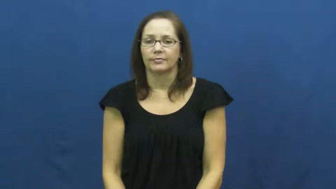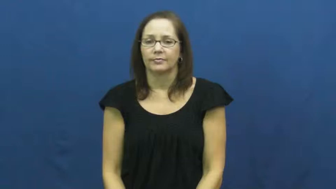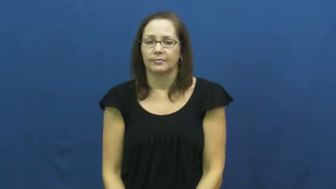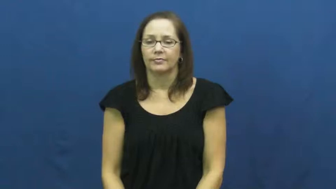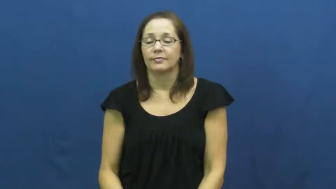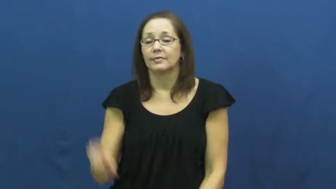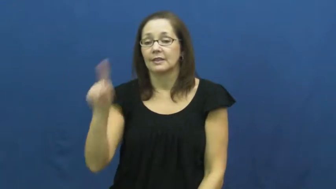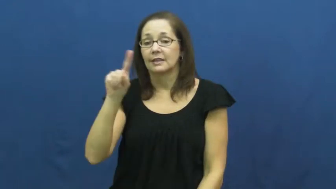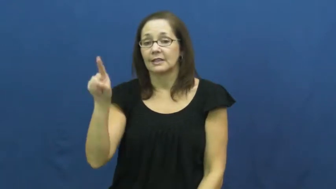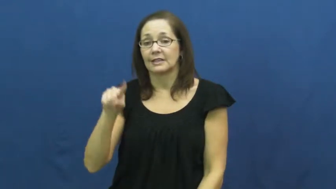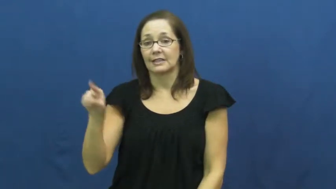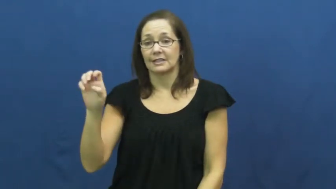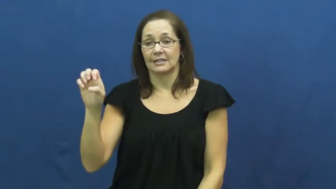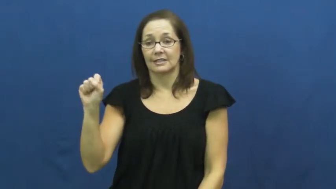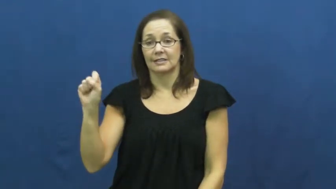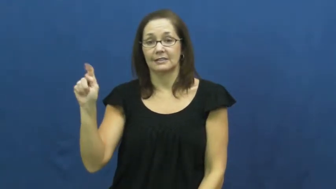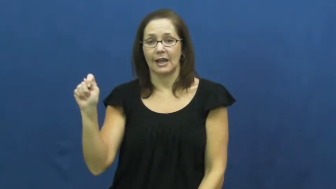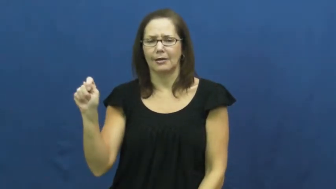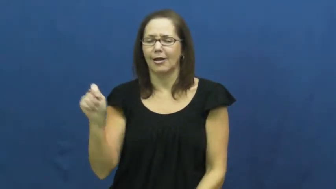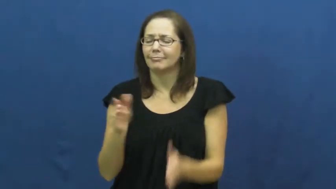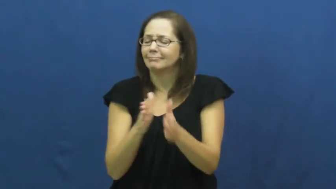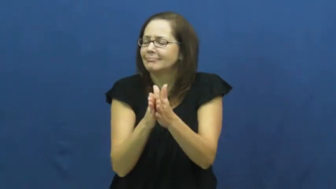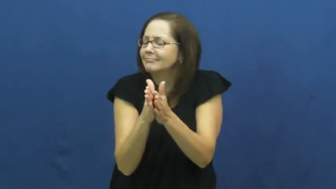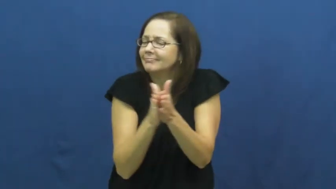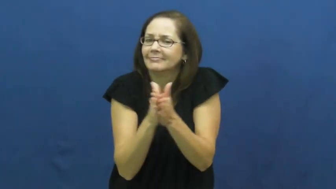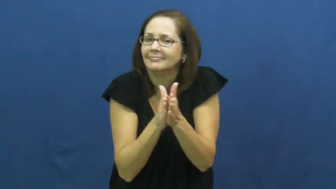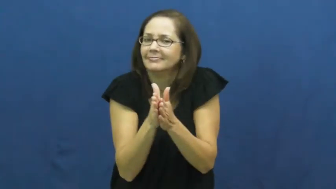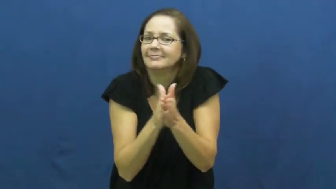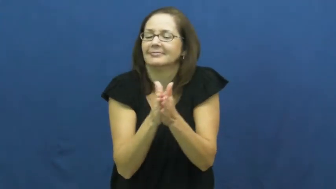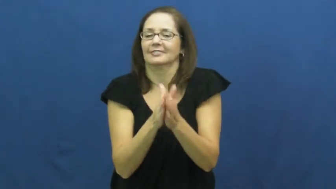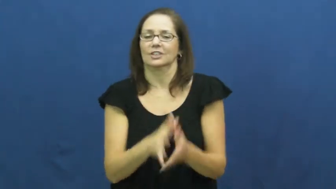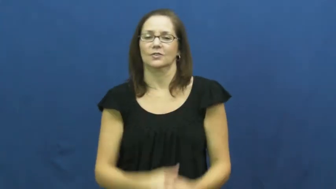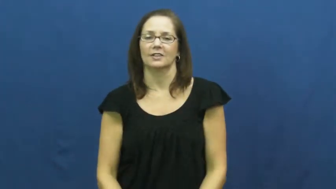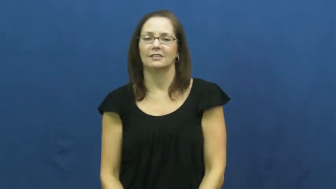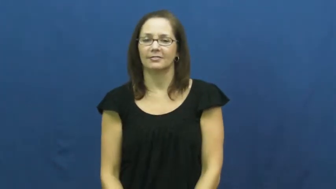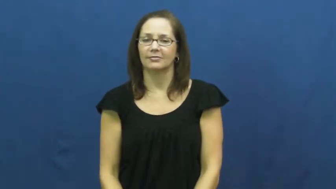zest-enthusiasm